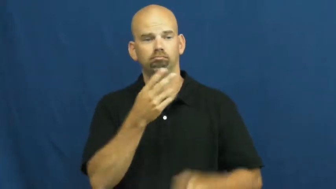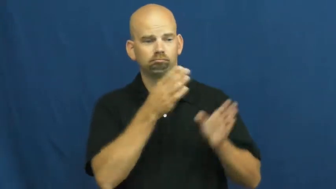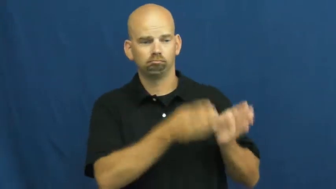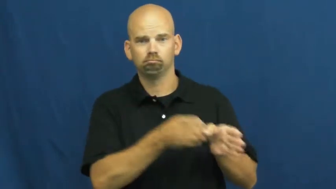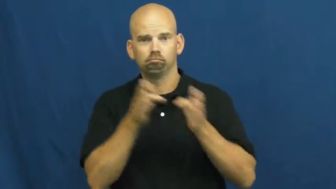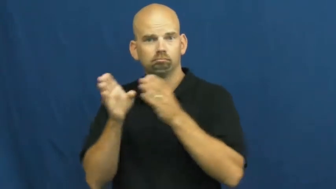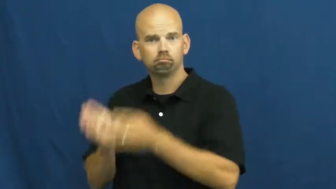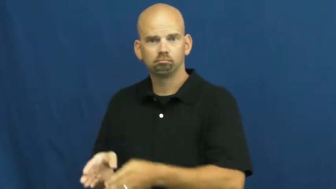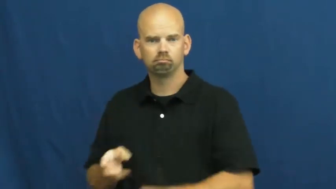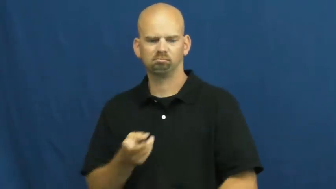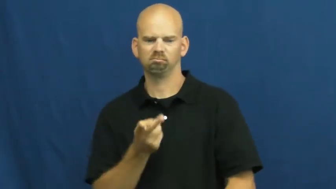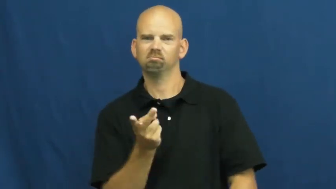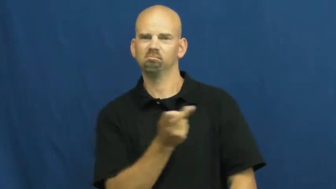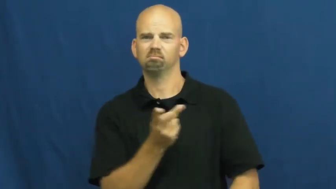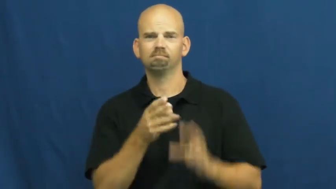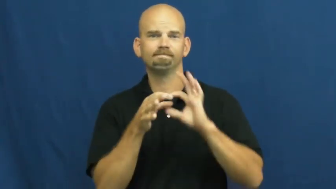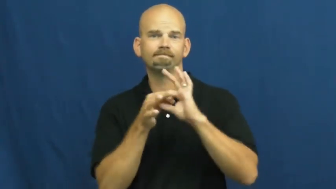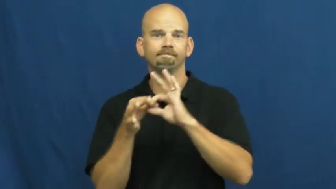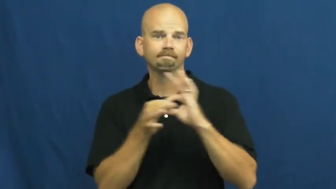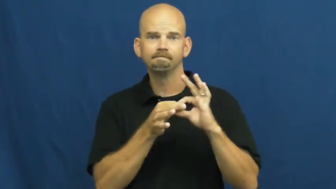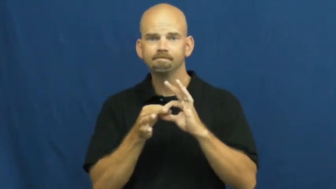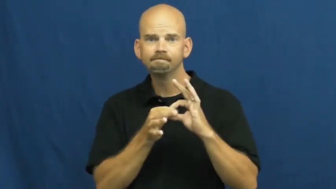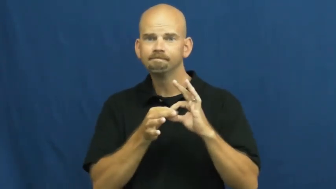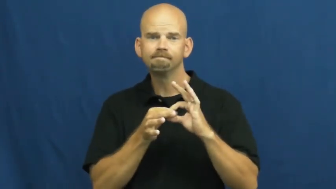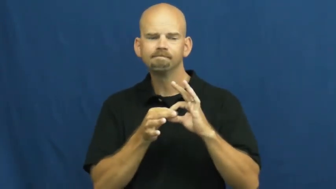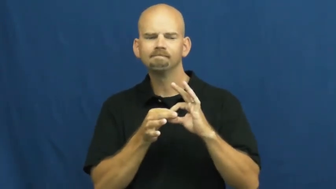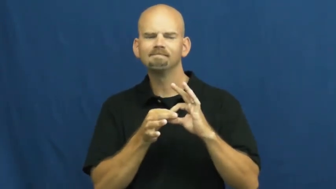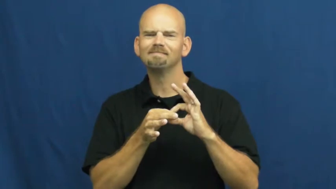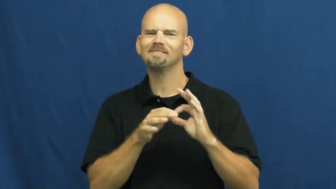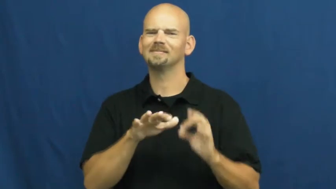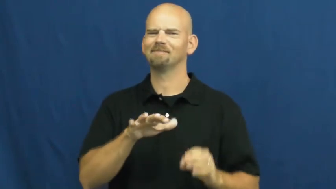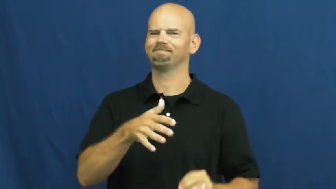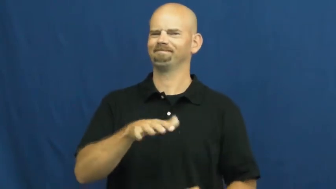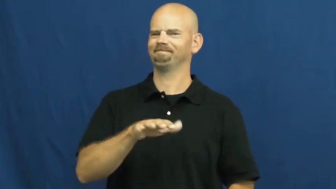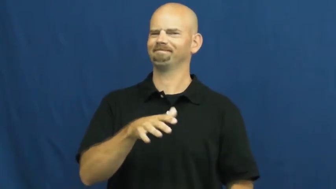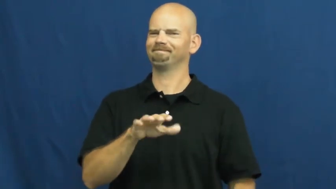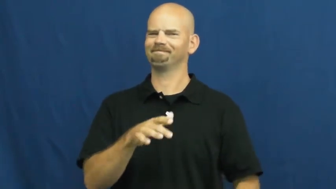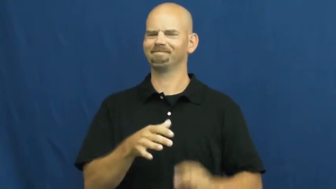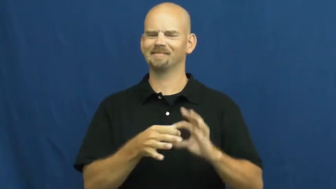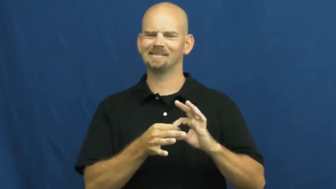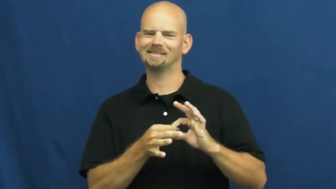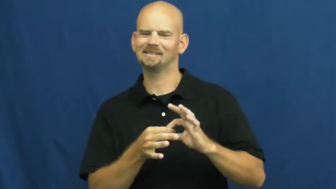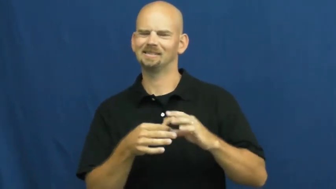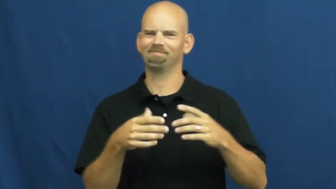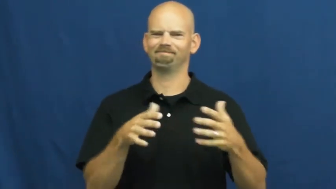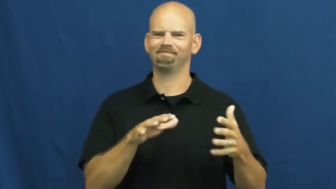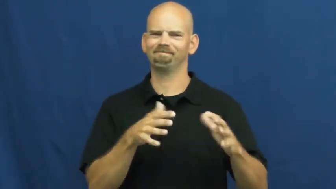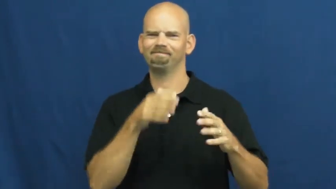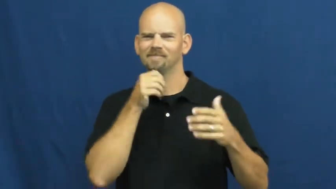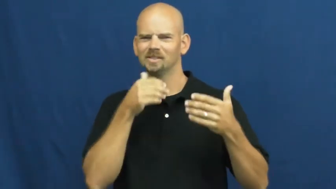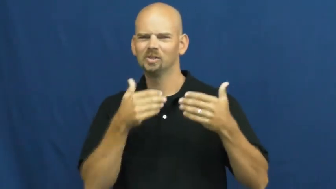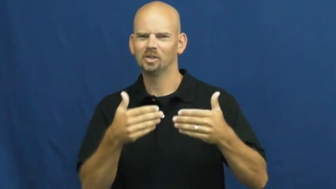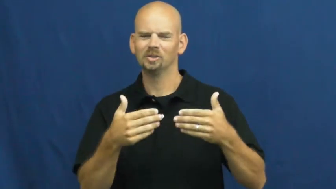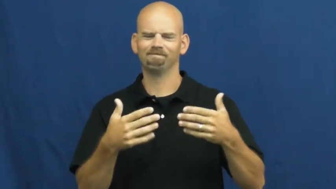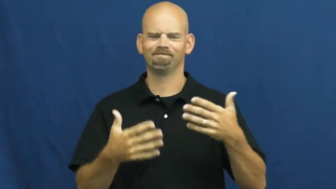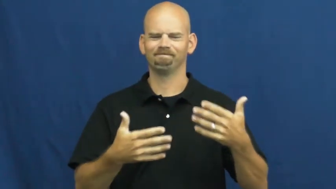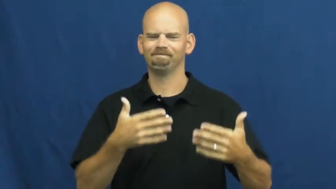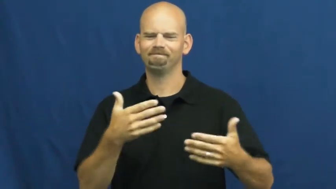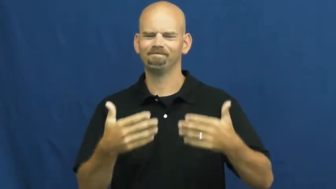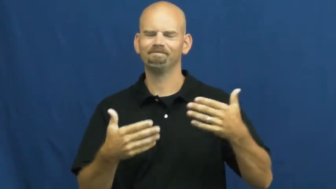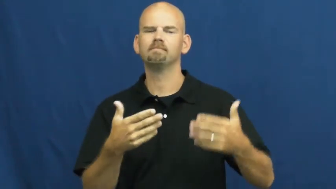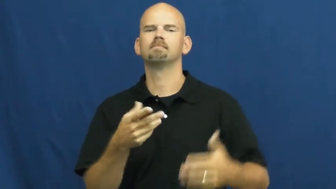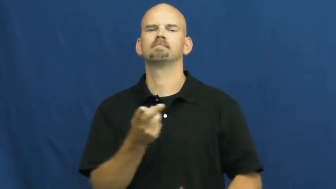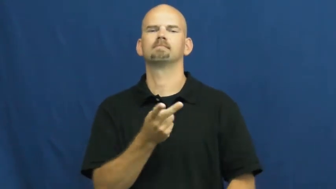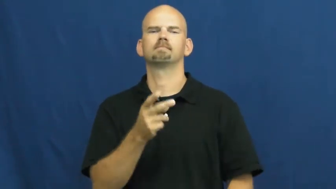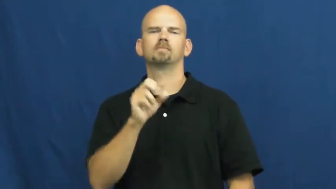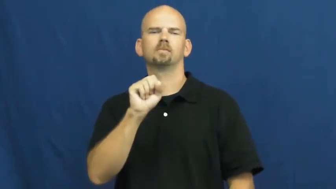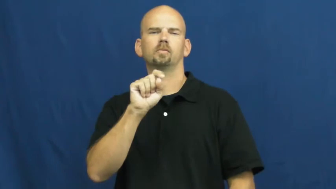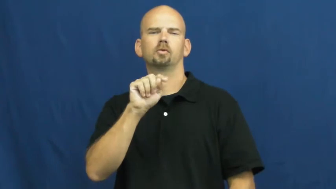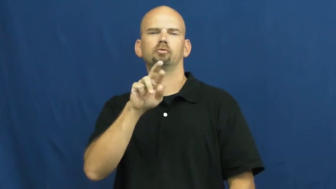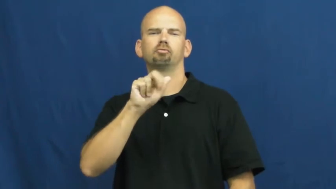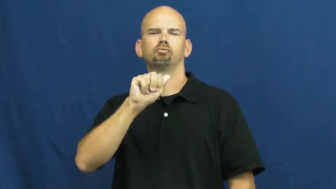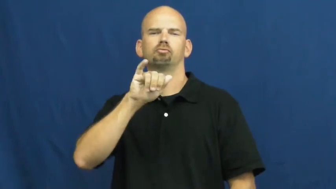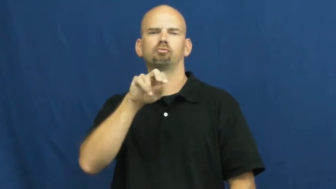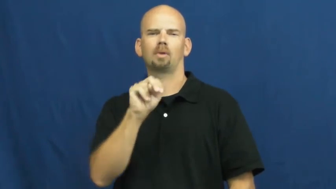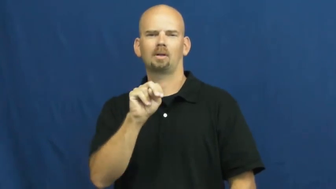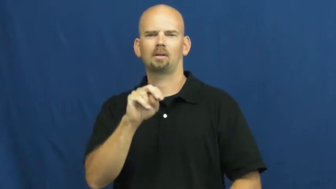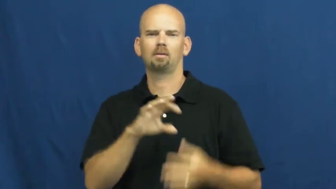strained-relation